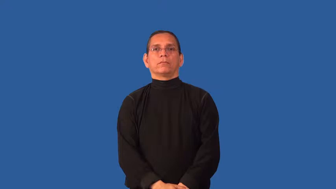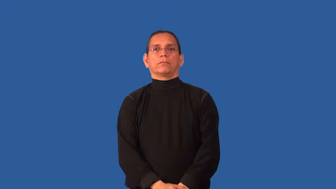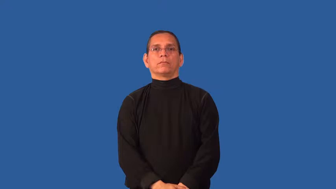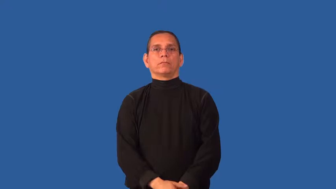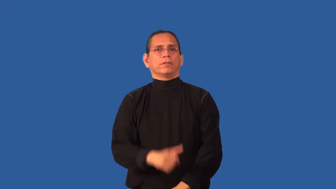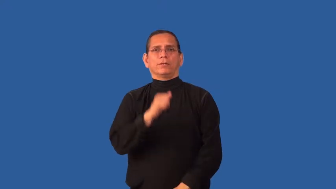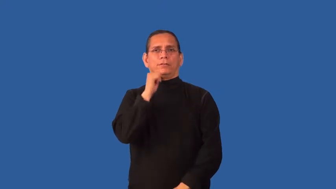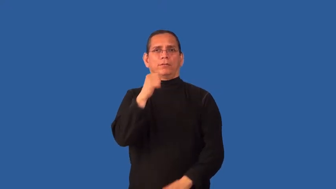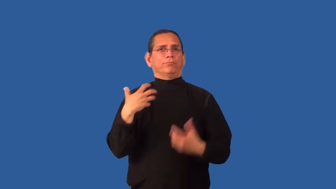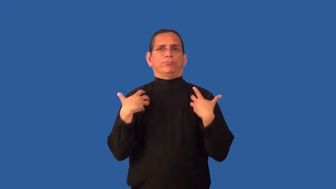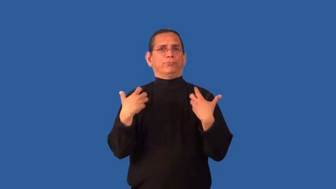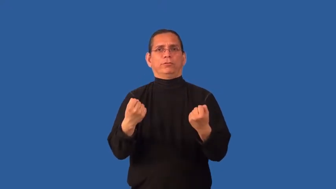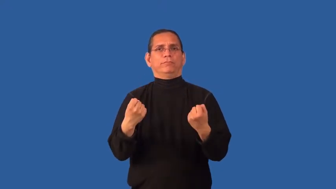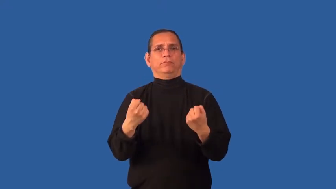chinless-not brave